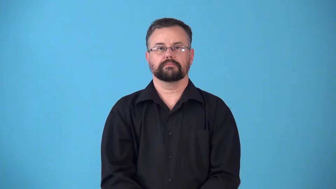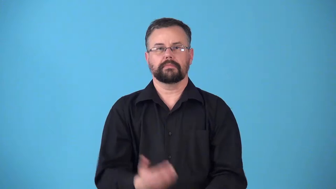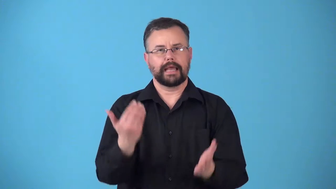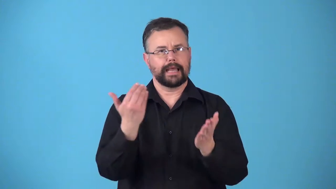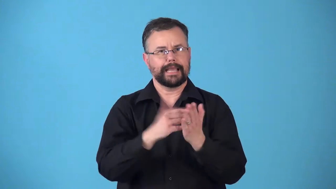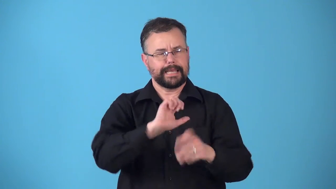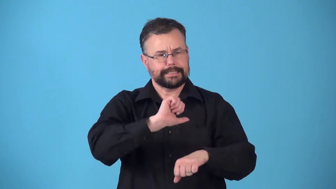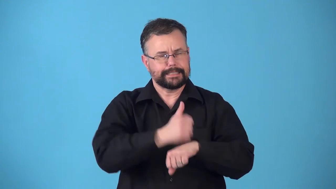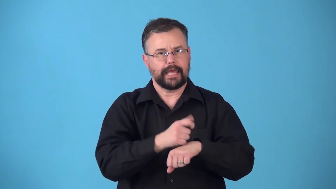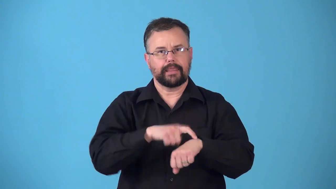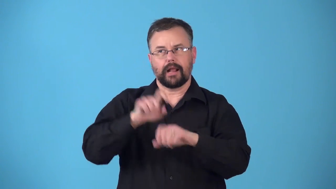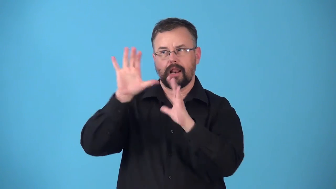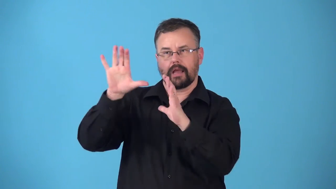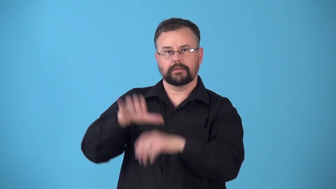reset-clock